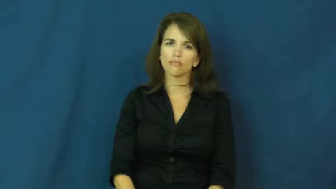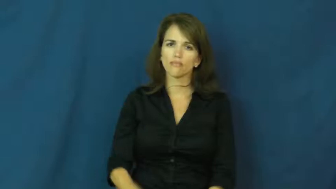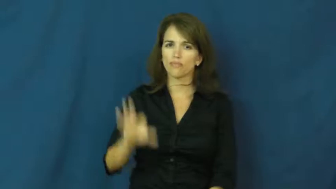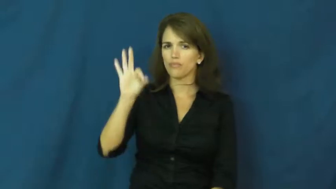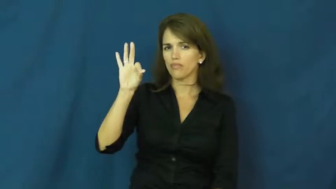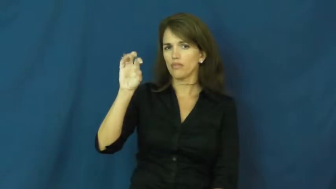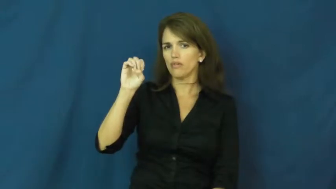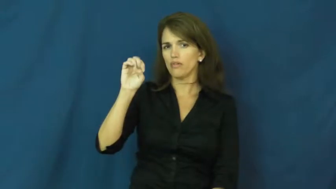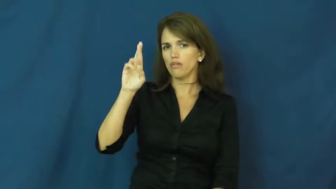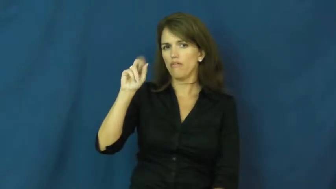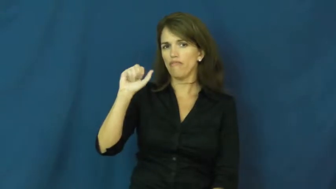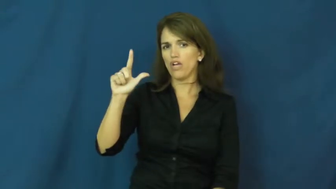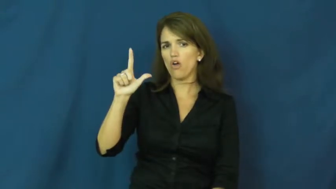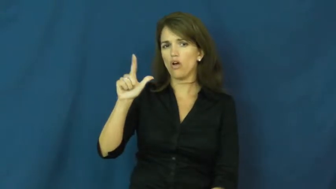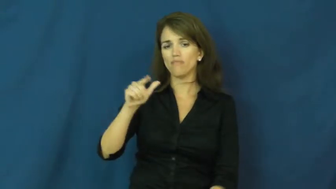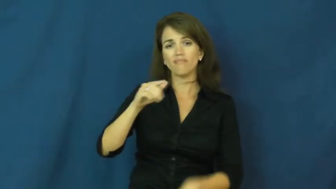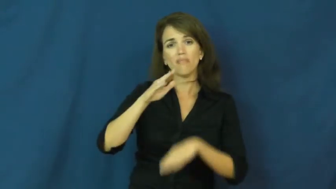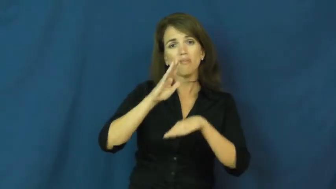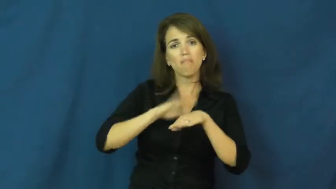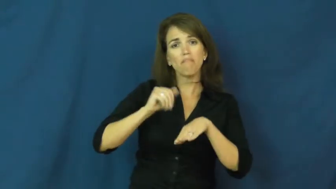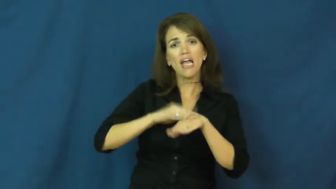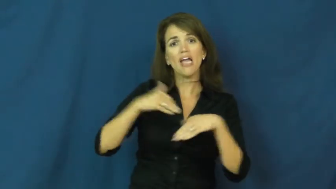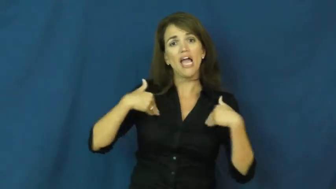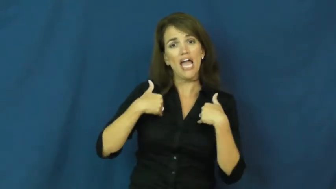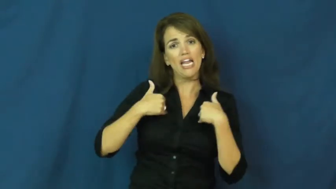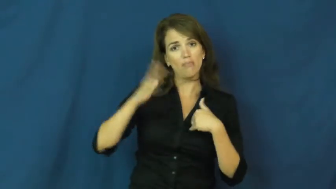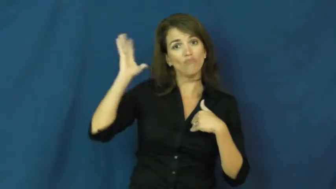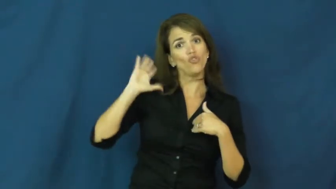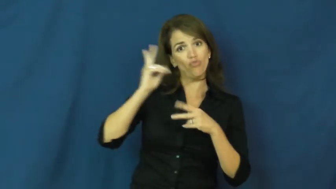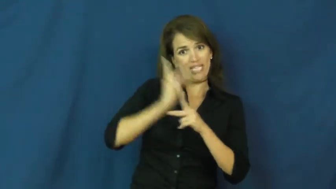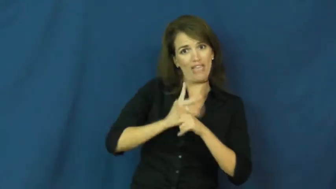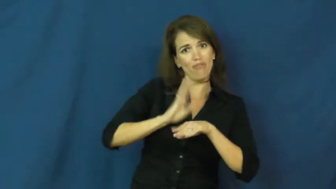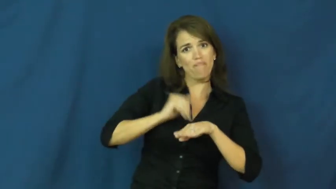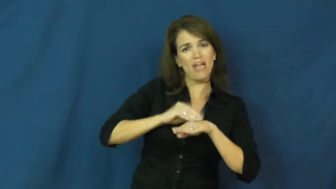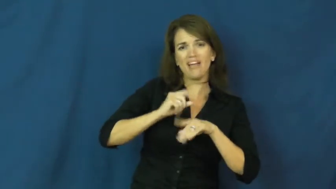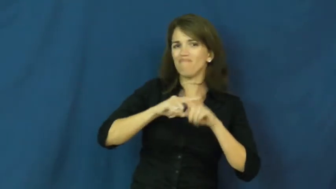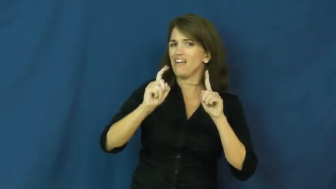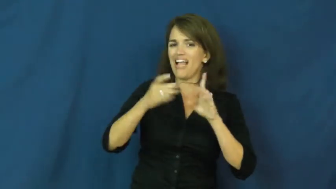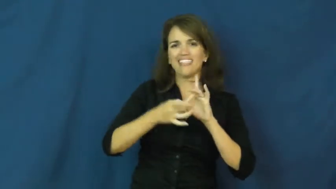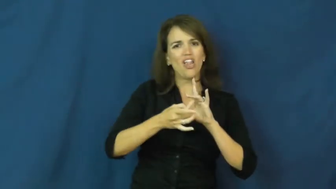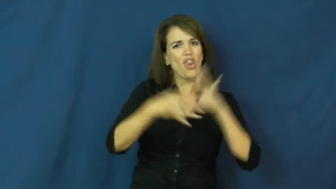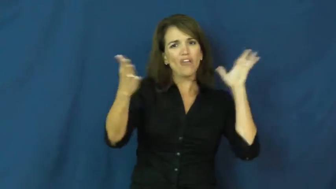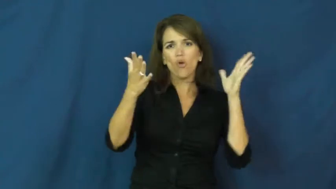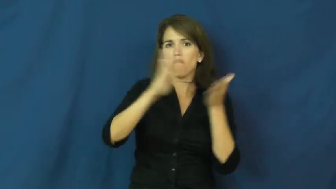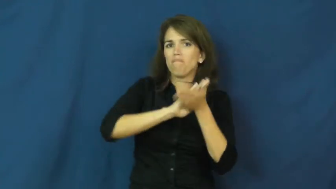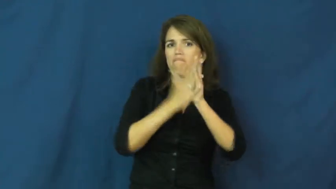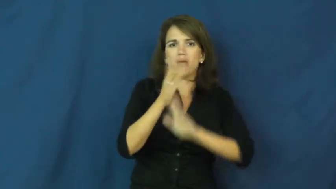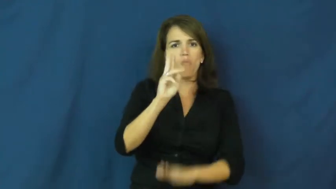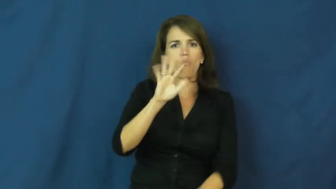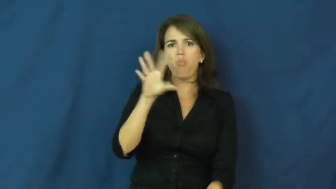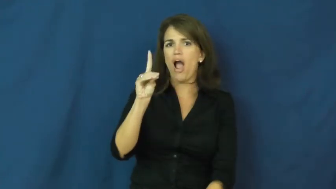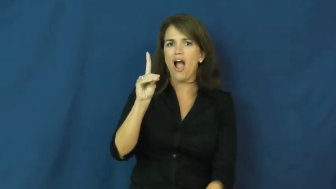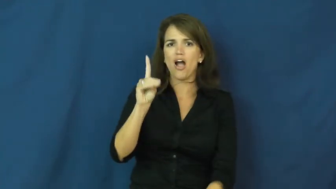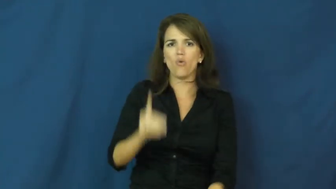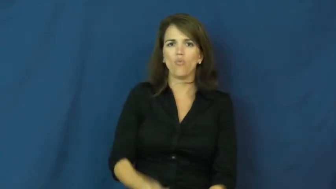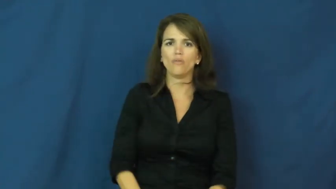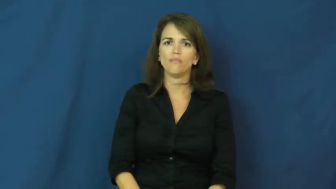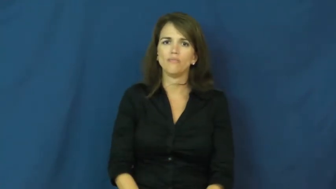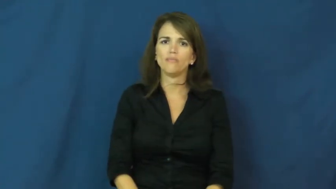feral